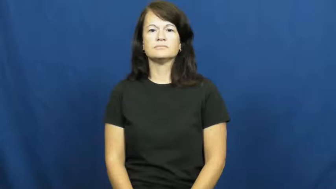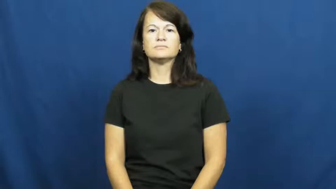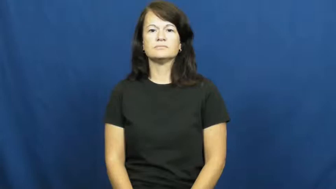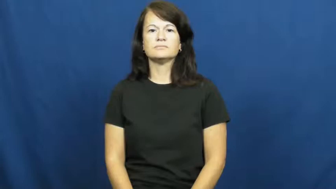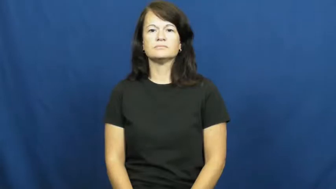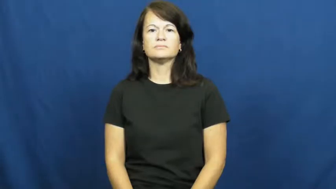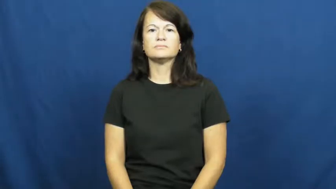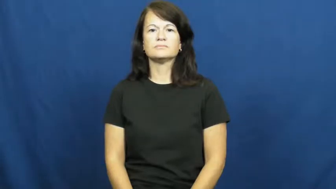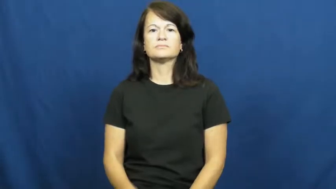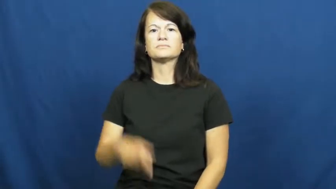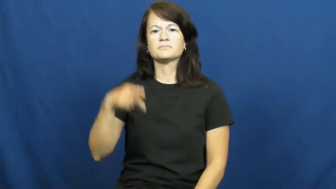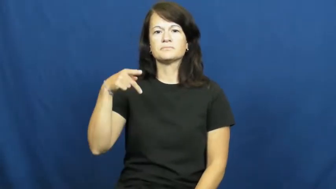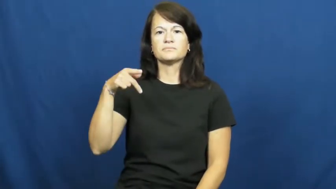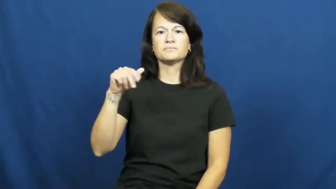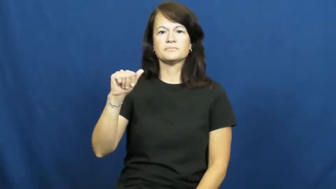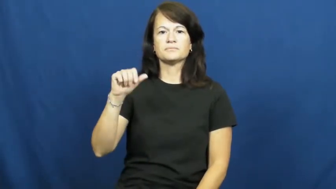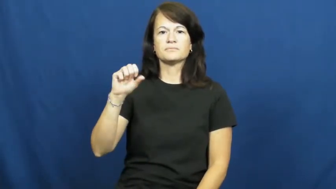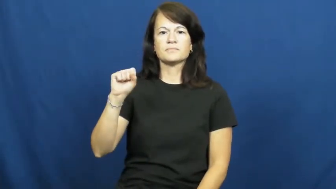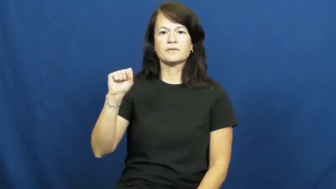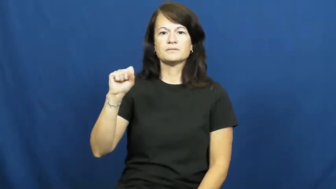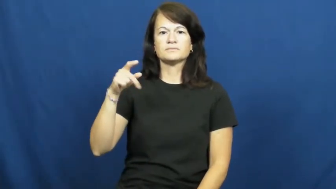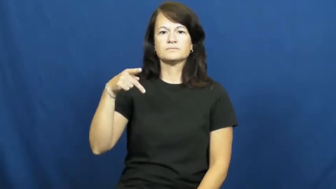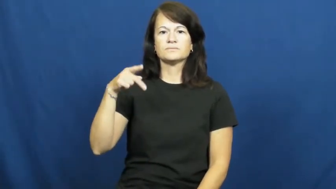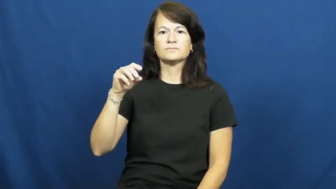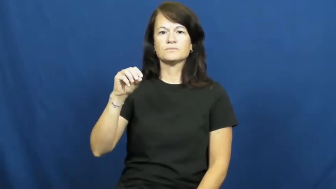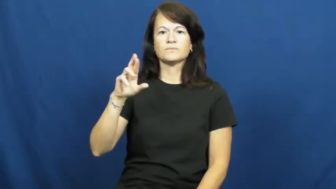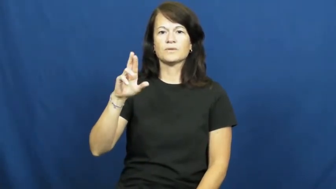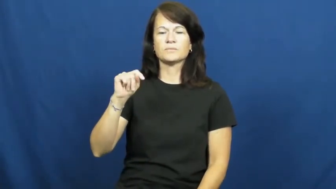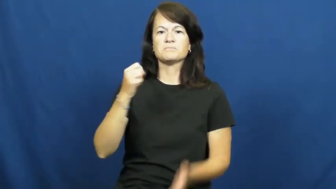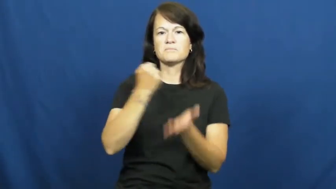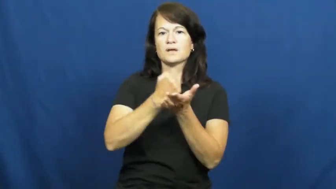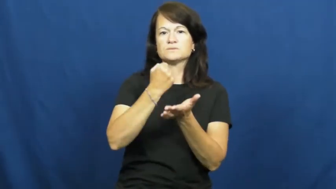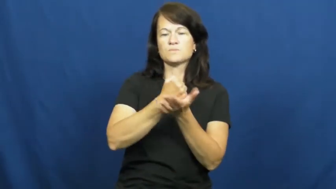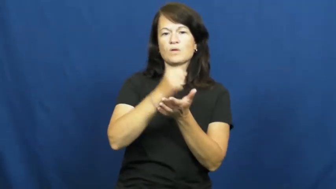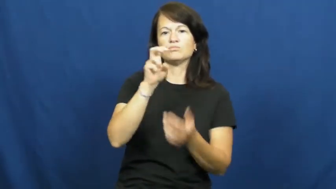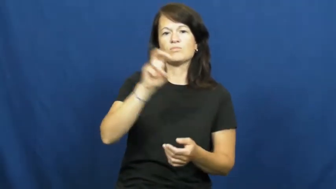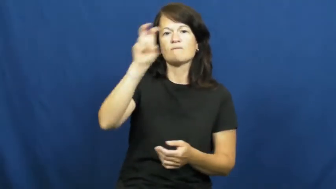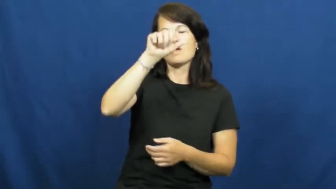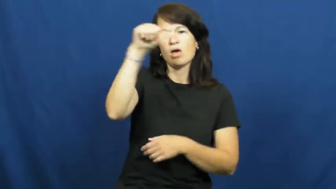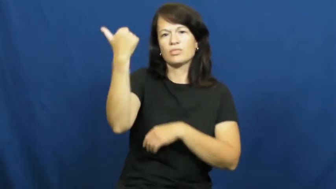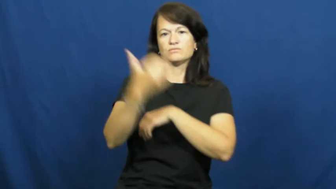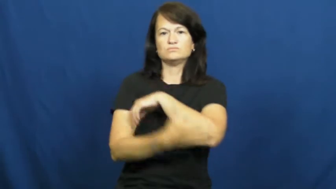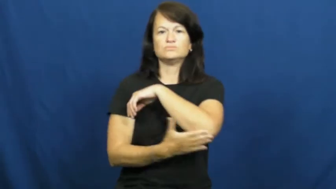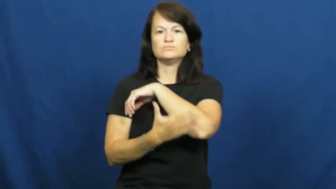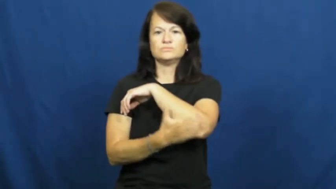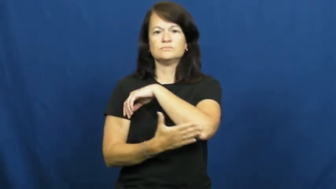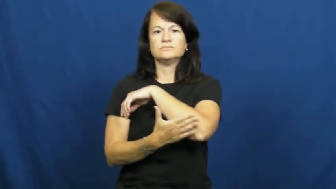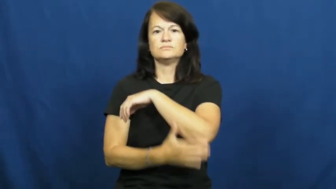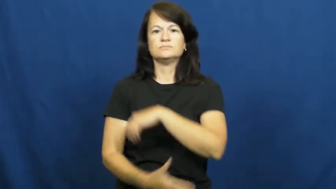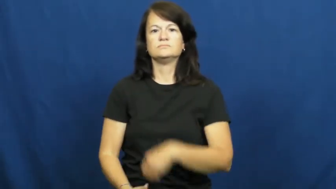passport